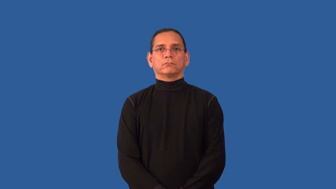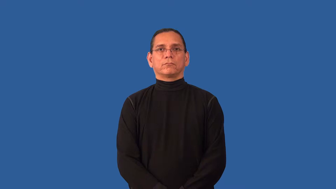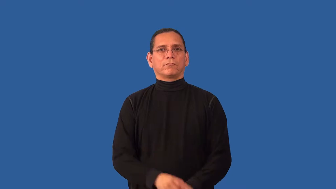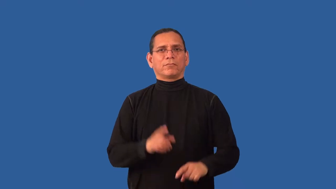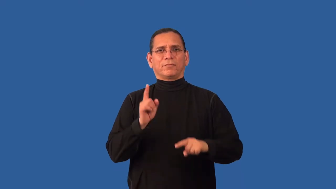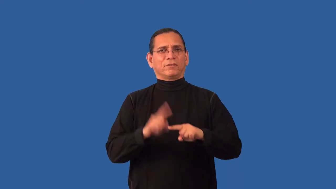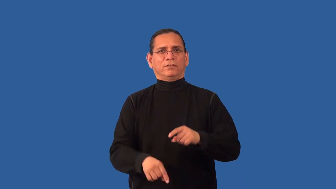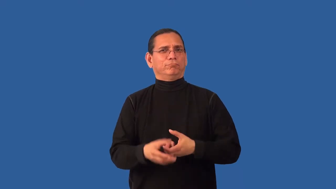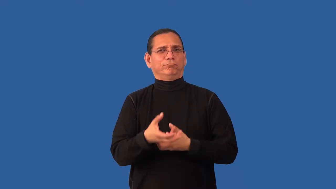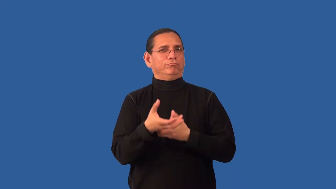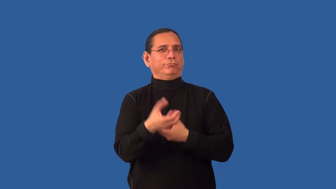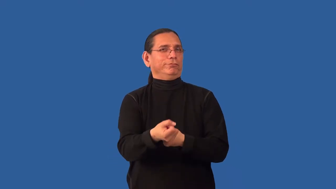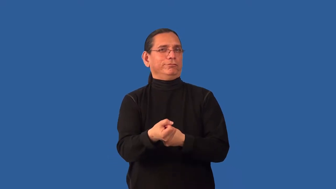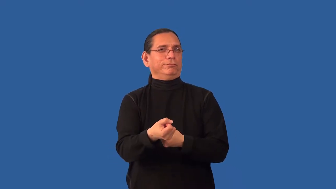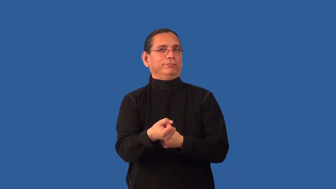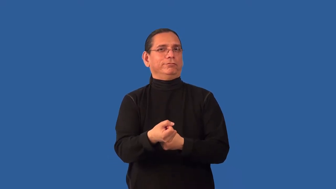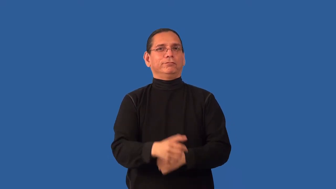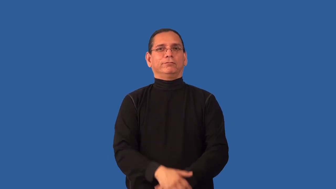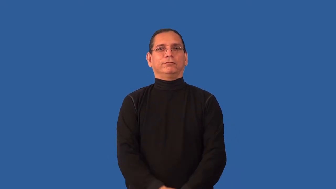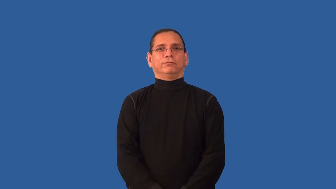distrust,untrustworthy,perfidious